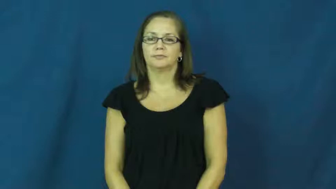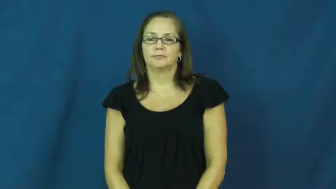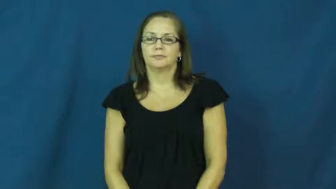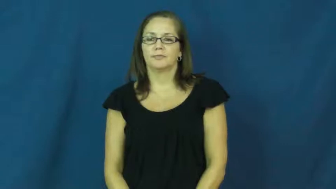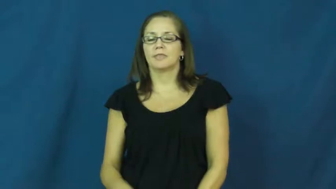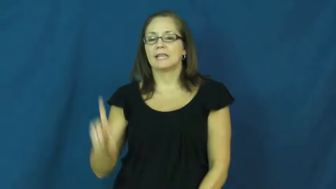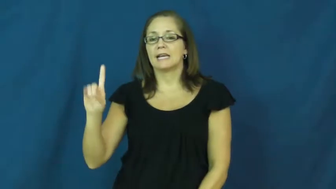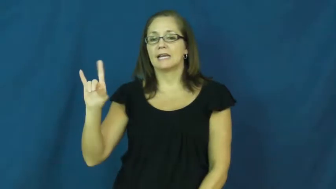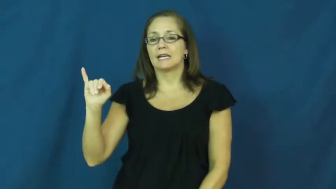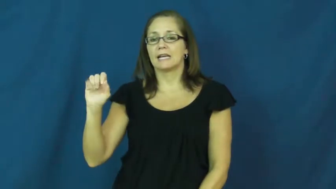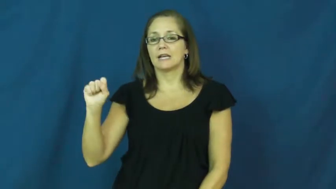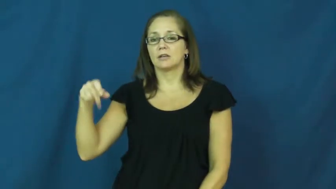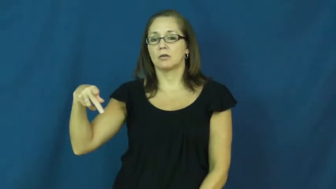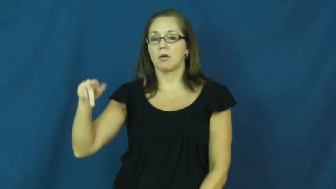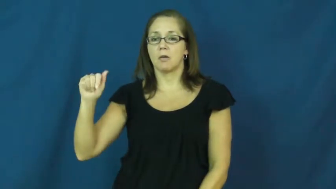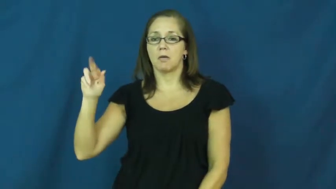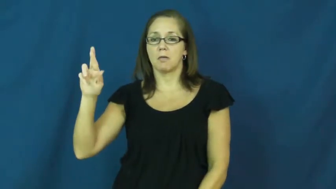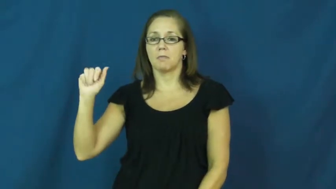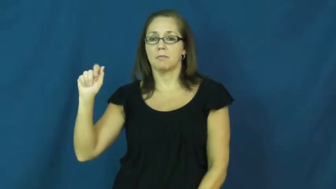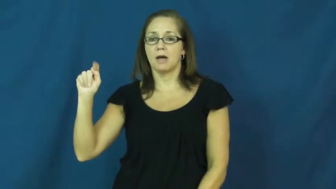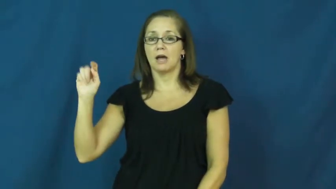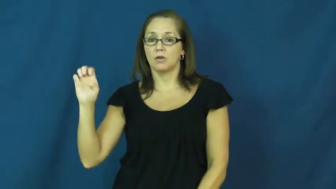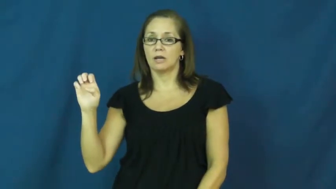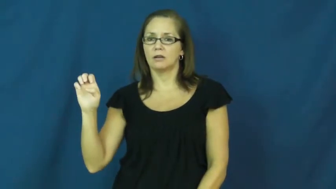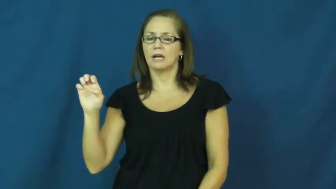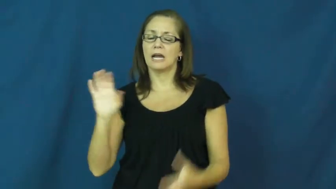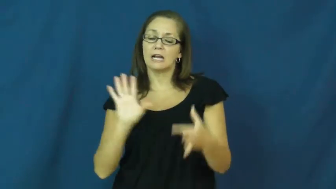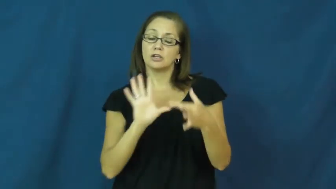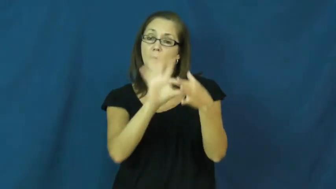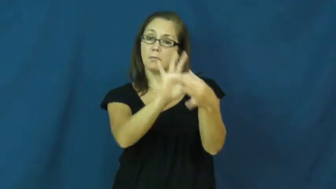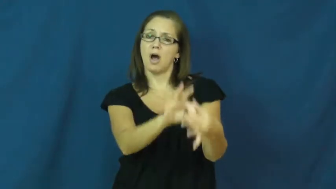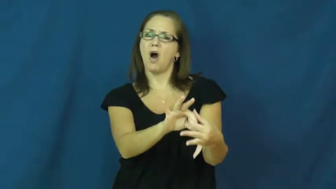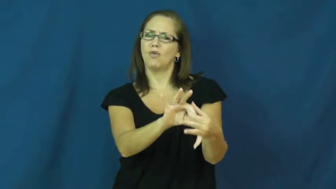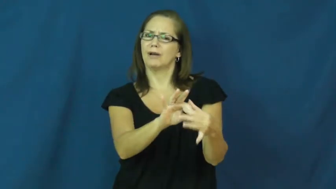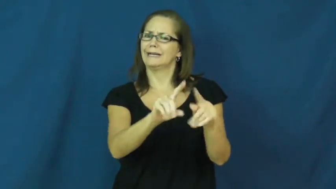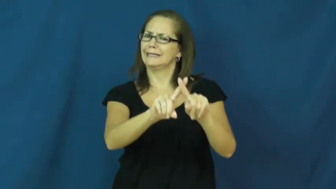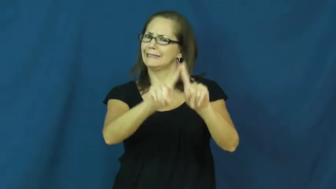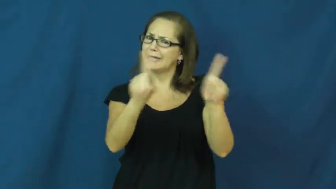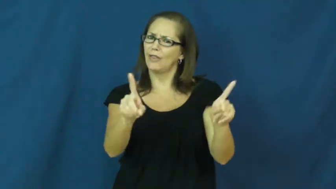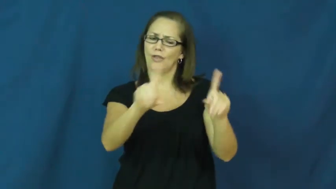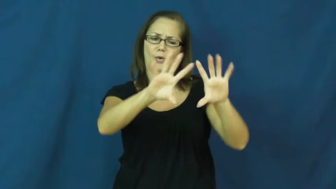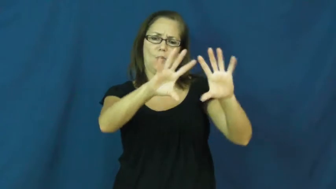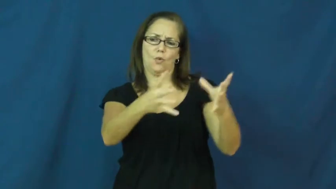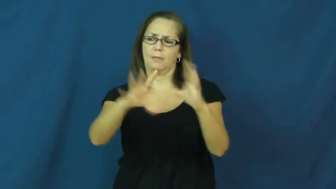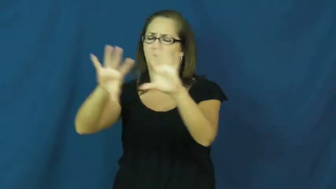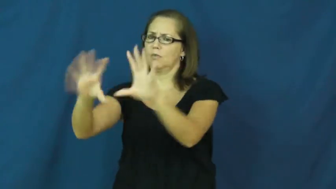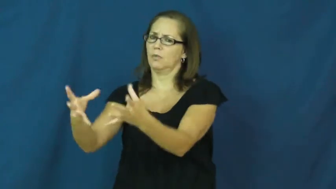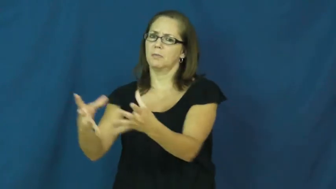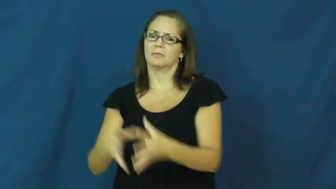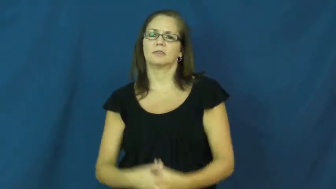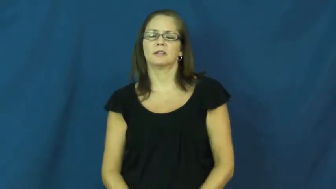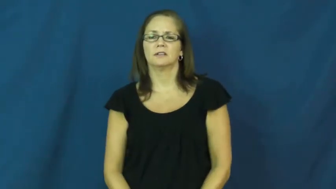disparate